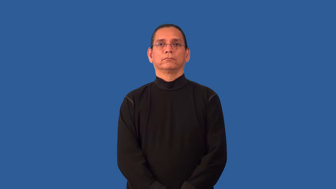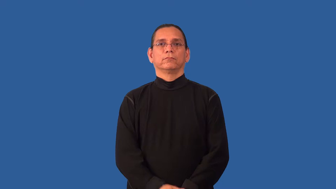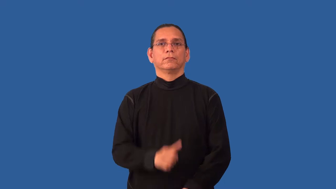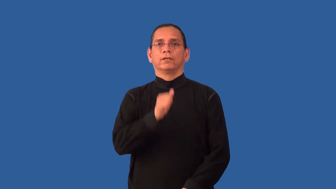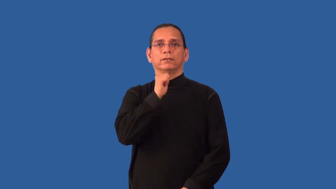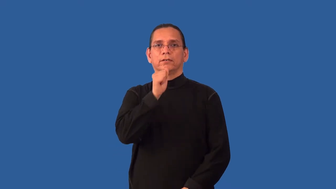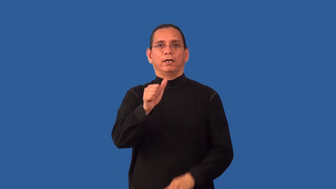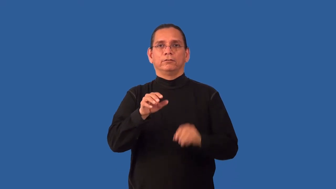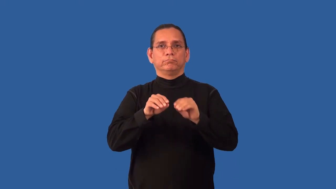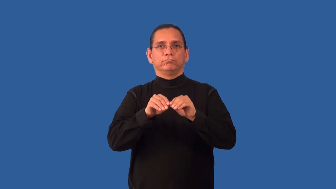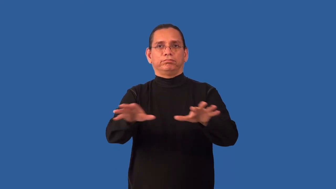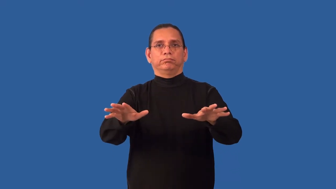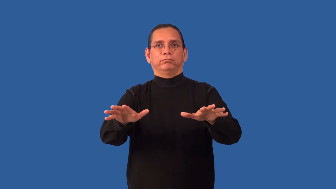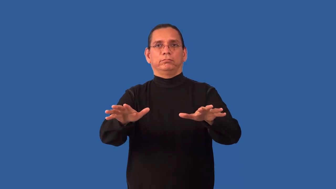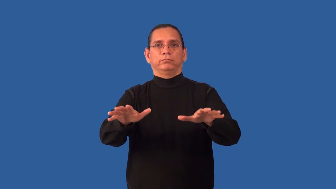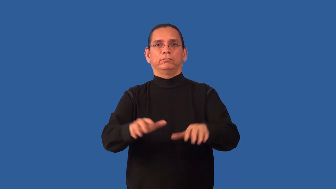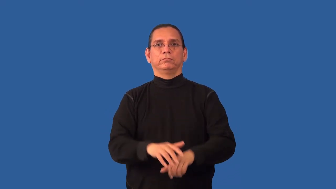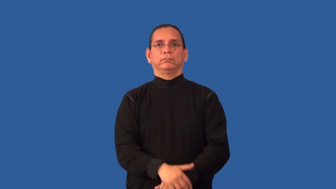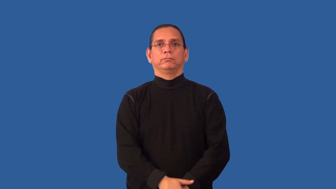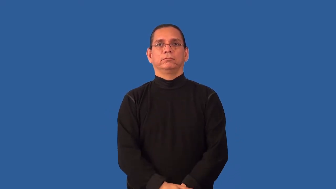nonproliferation